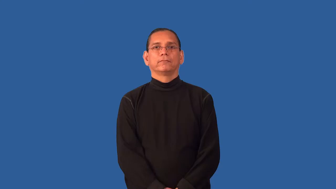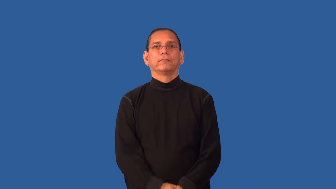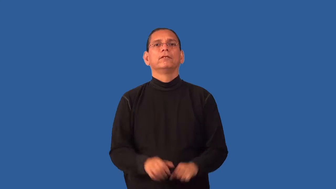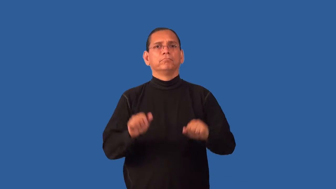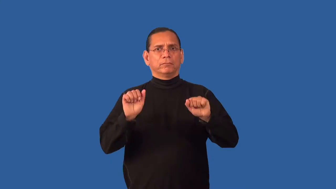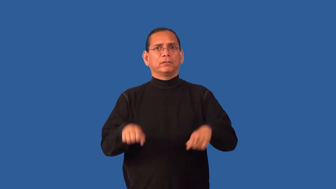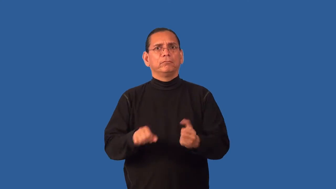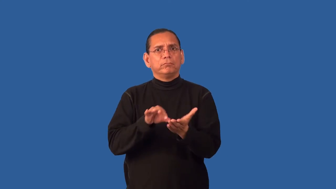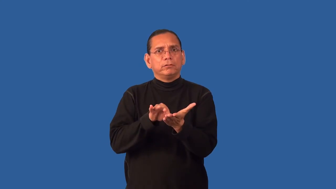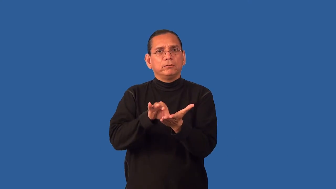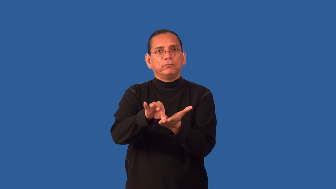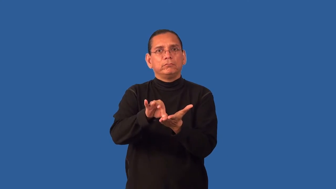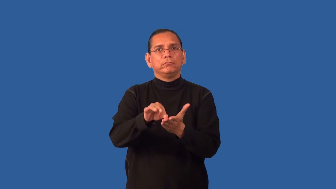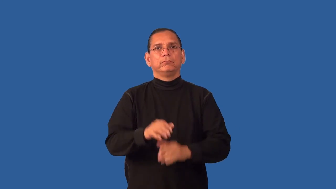enumerable